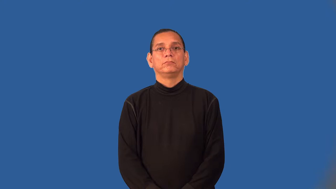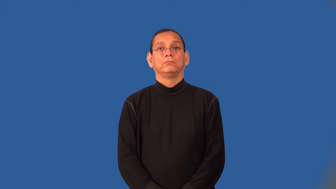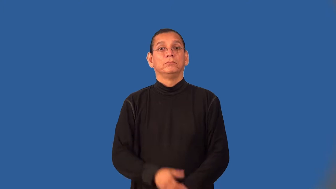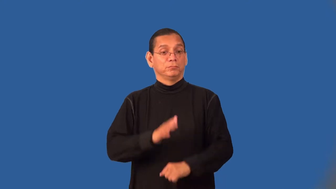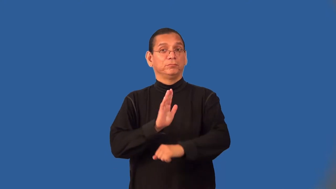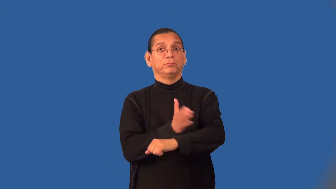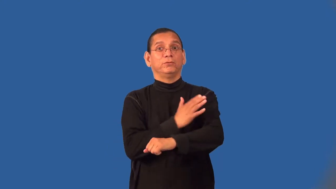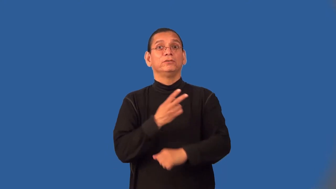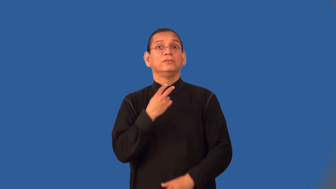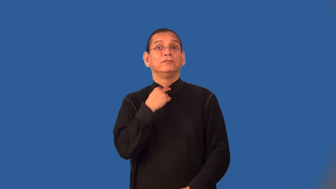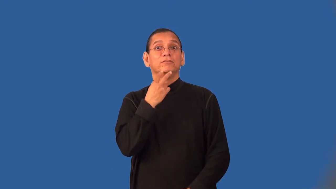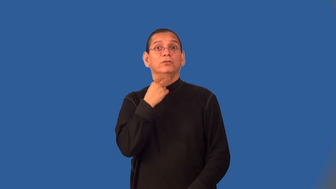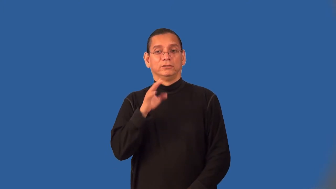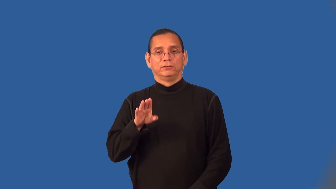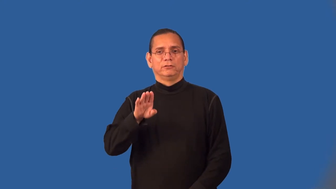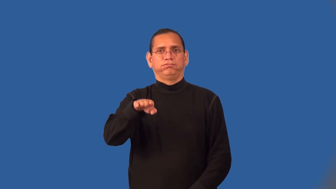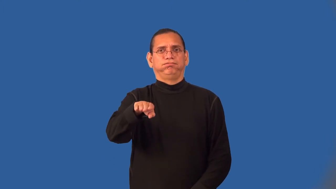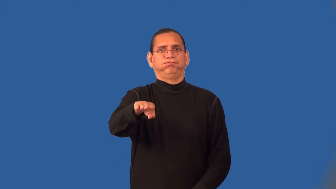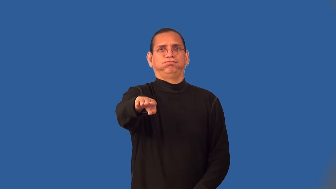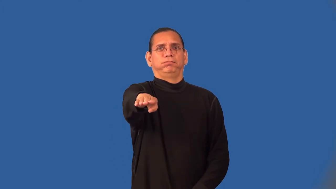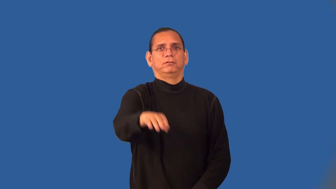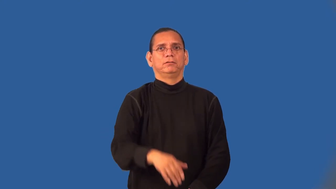warble